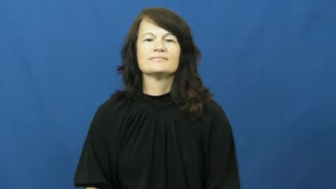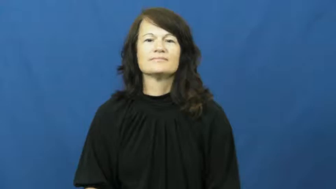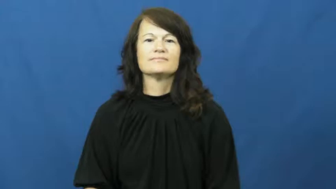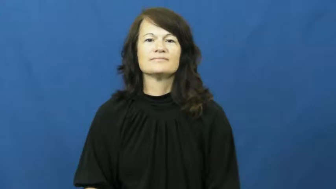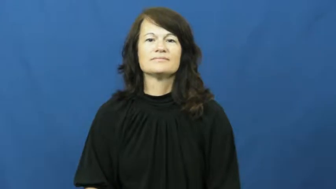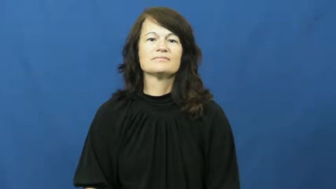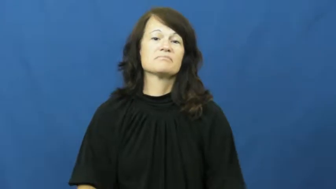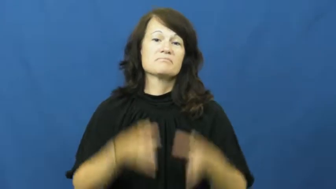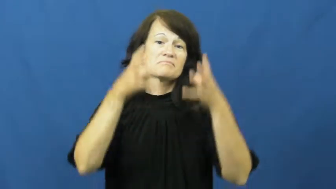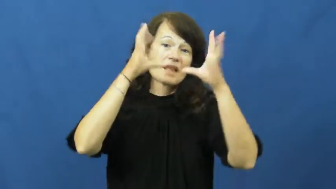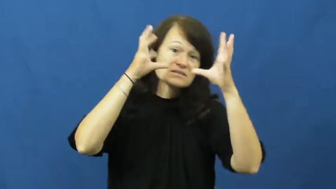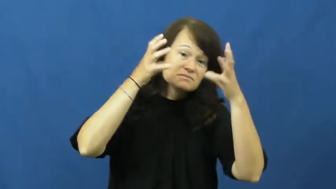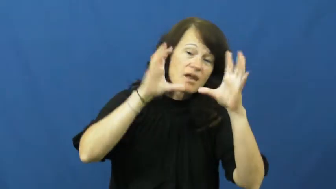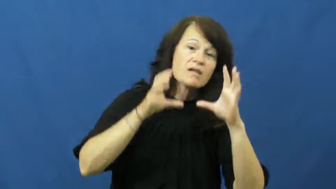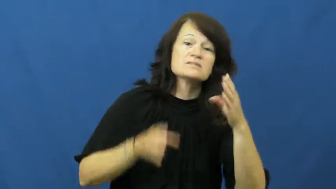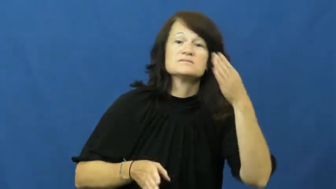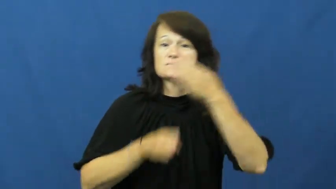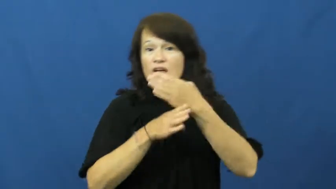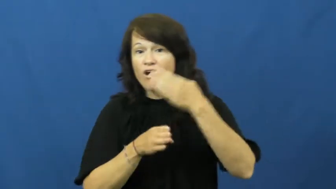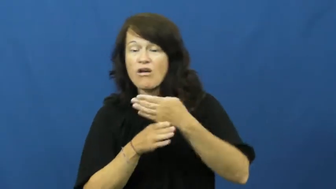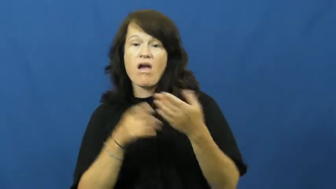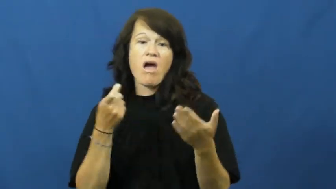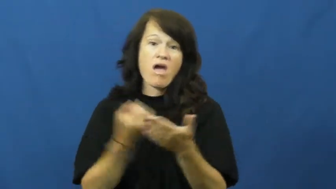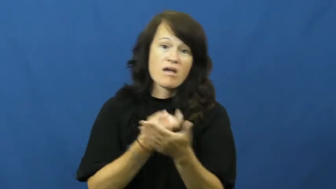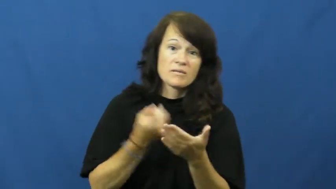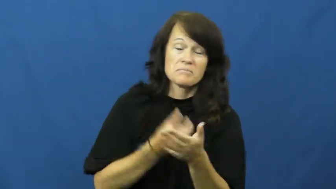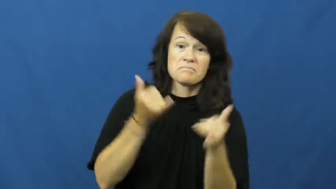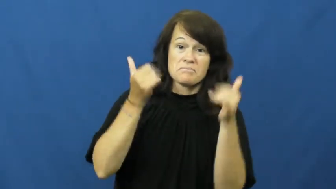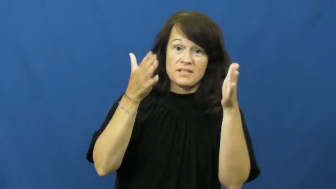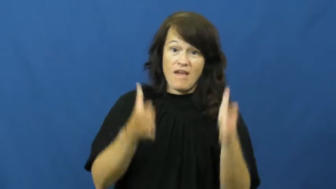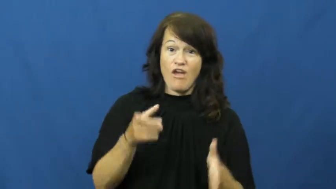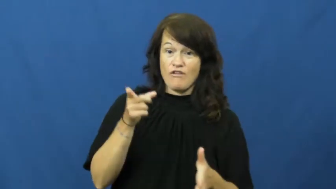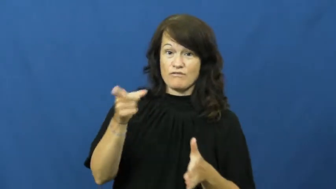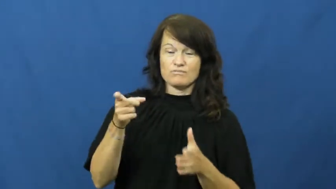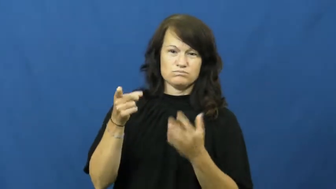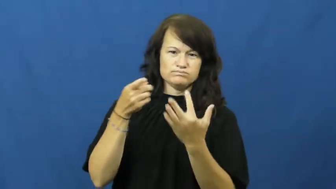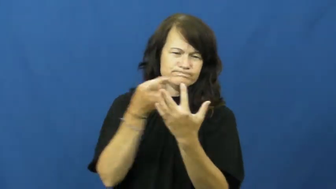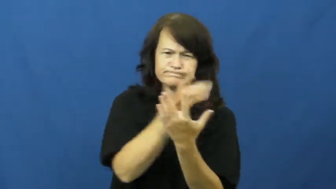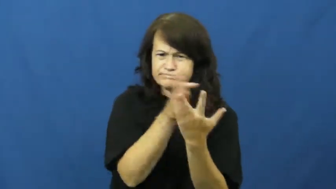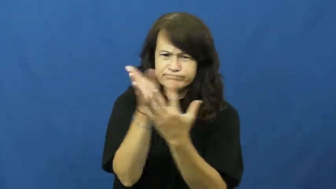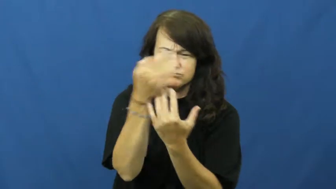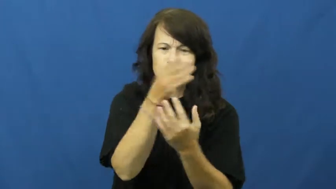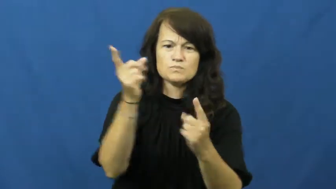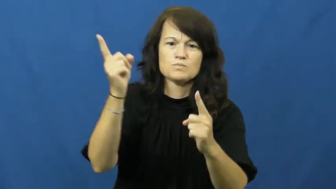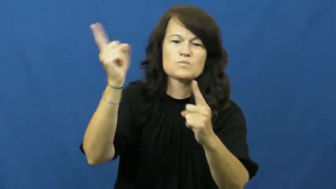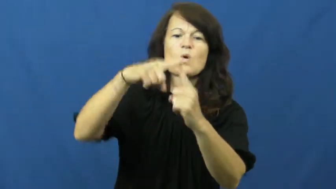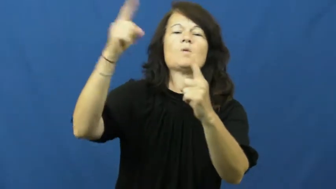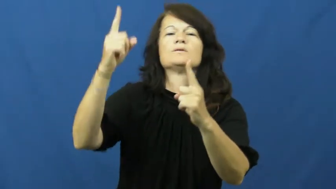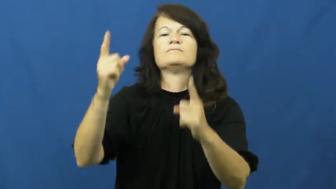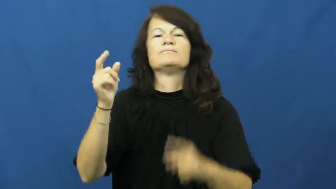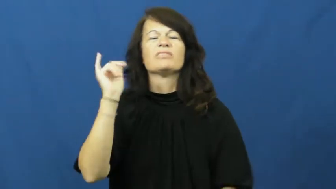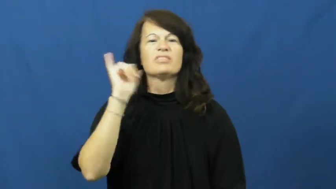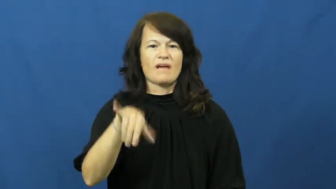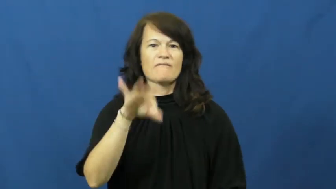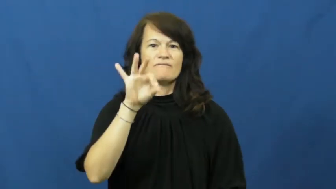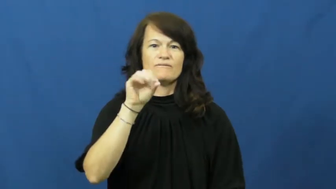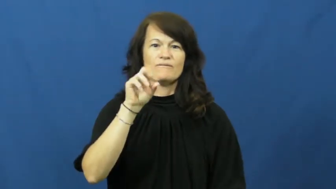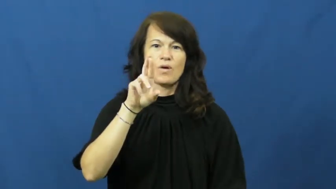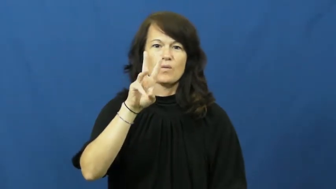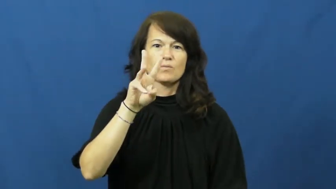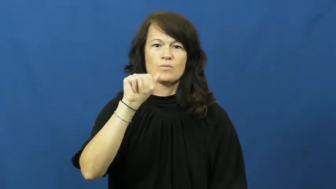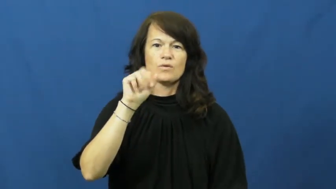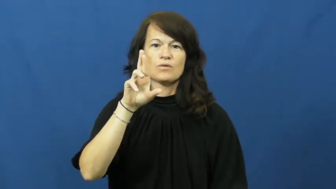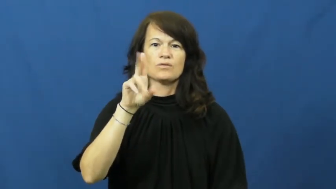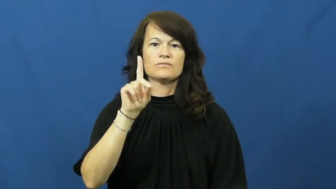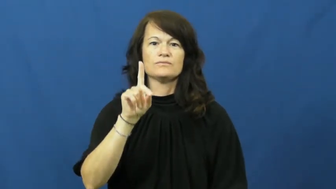forward-sports